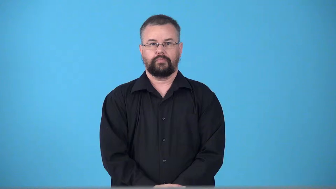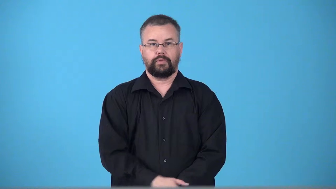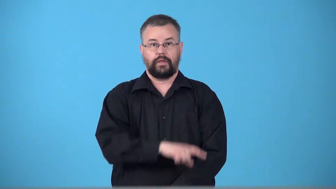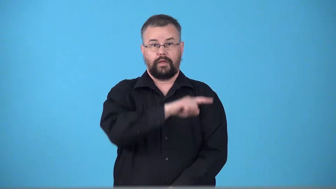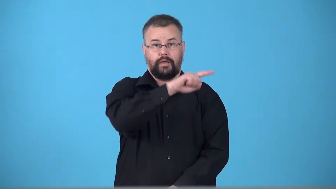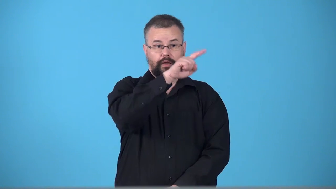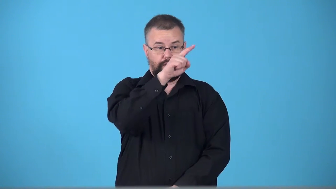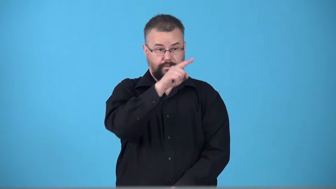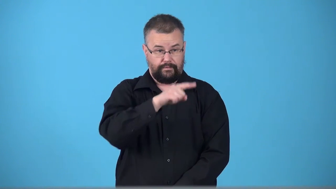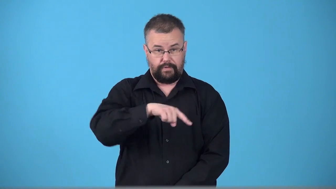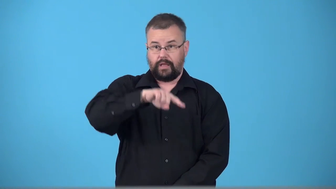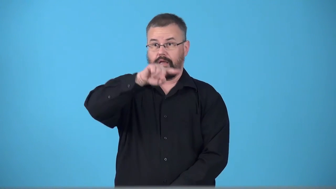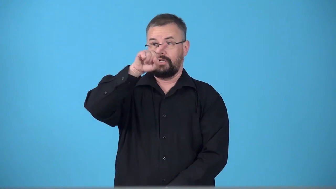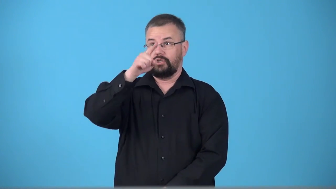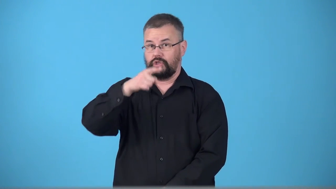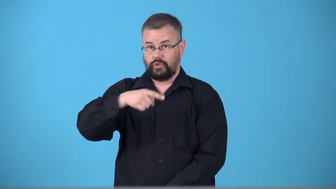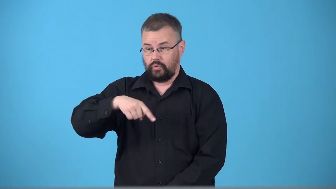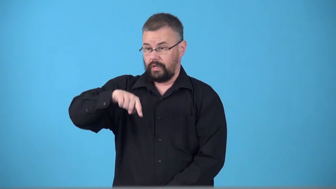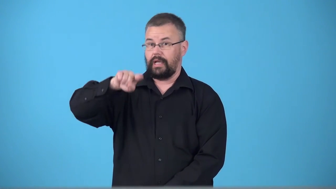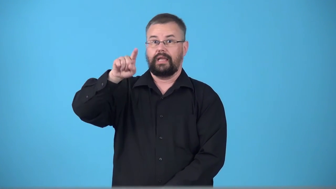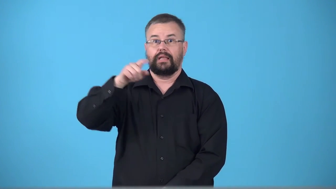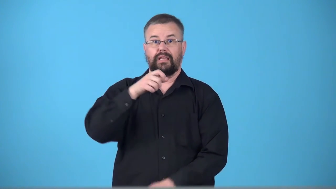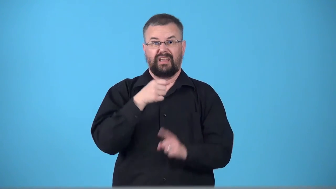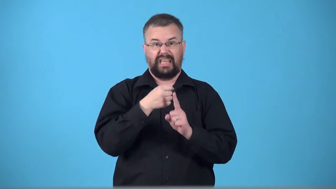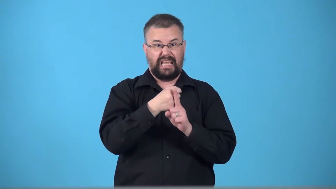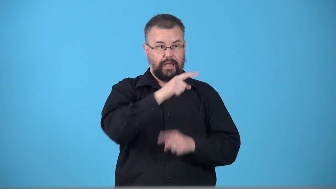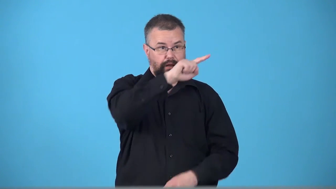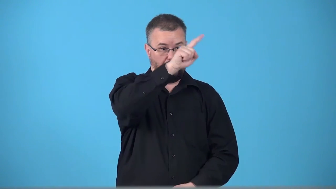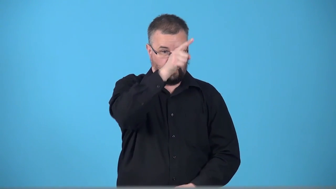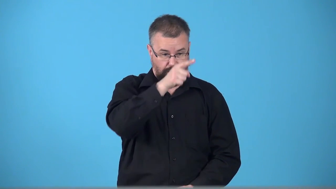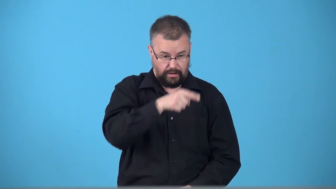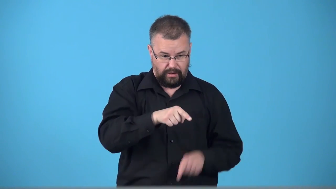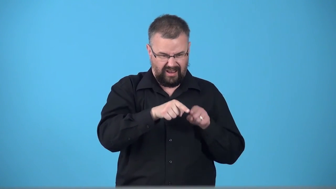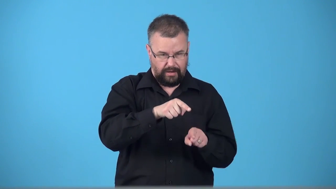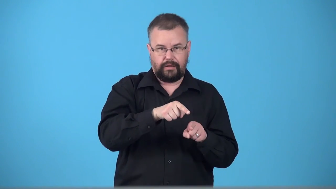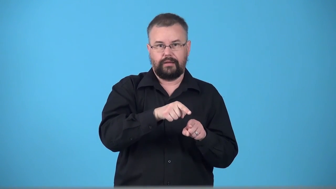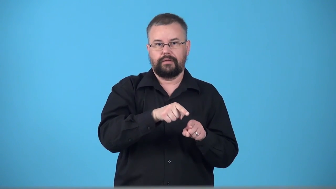trough-low point in something that fluxuates up and down